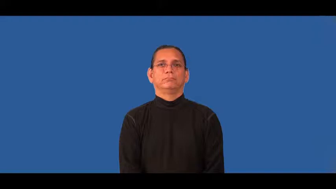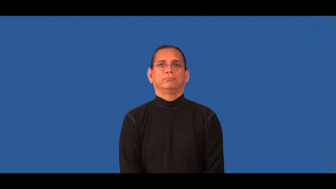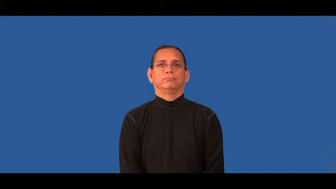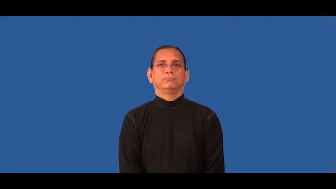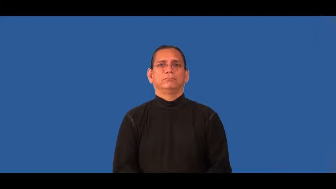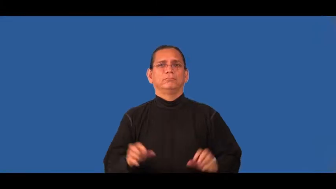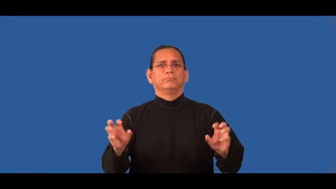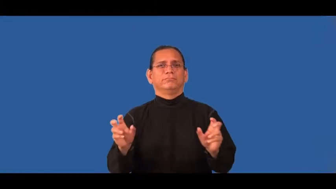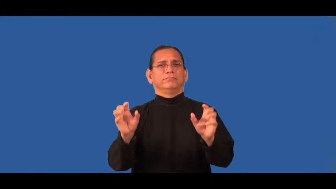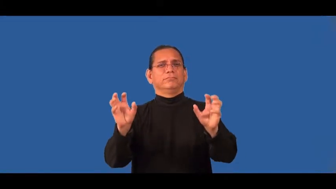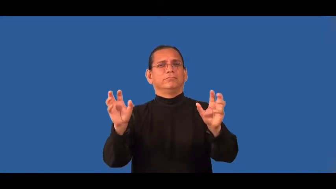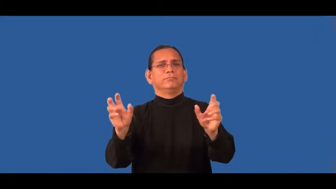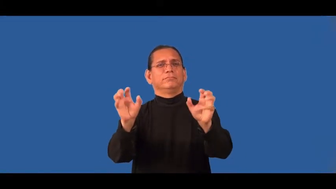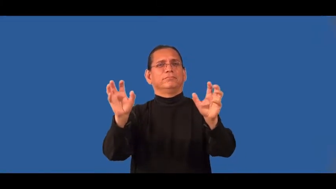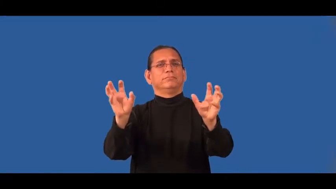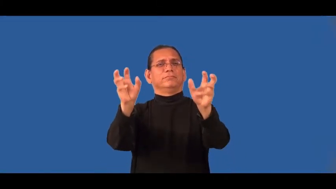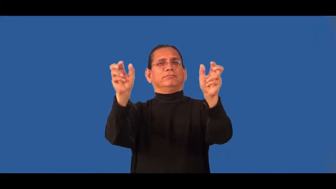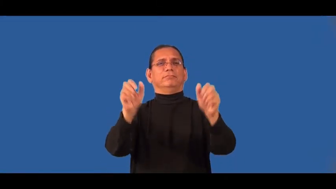flowery,tony,snazzy,jazzy